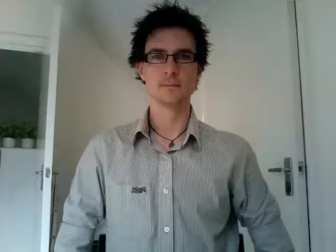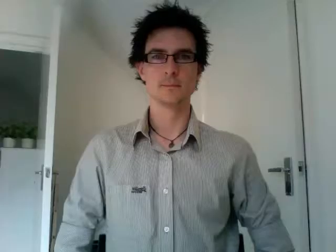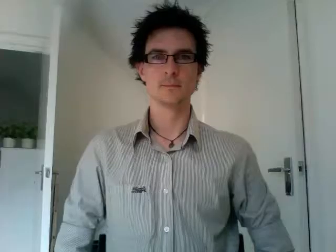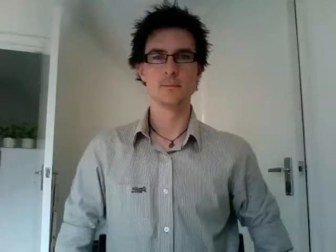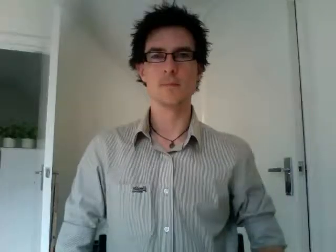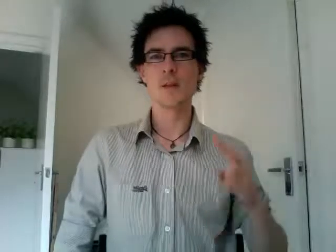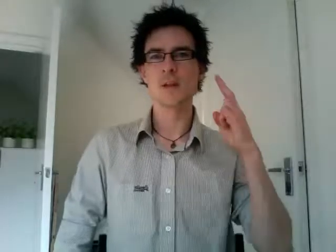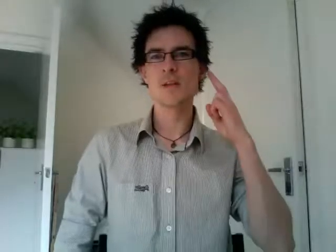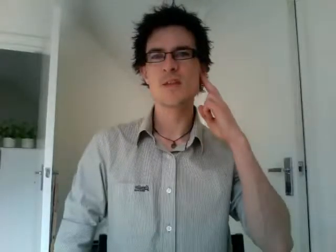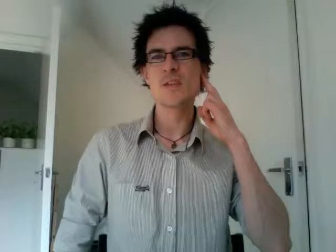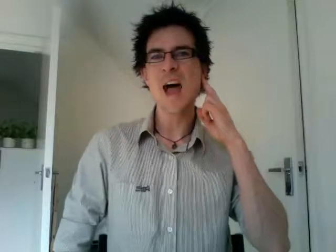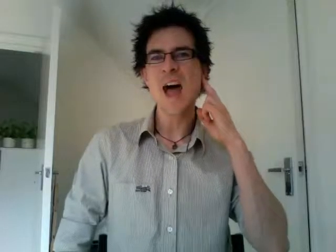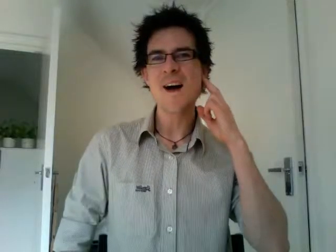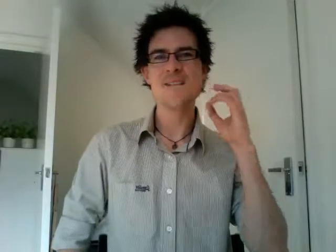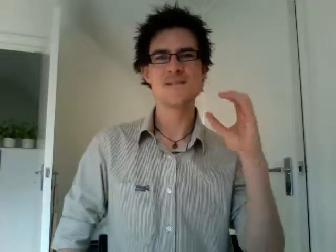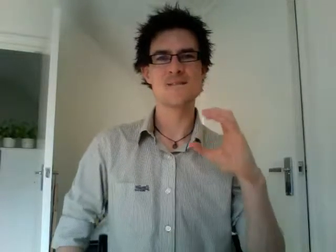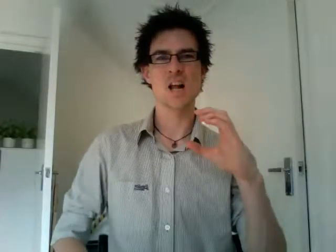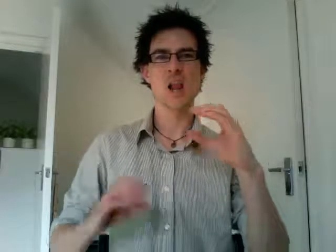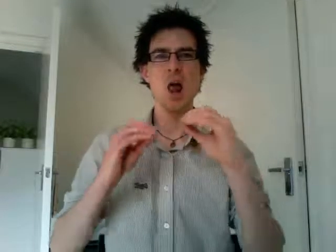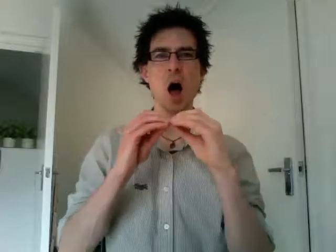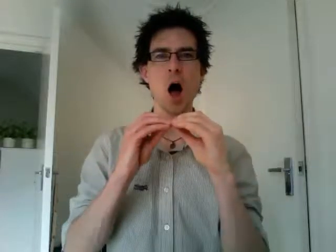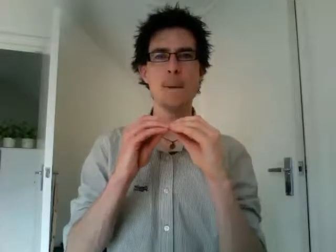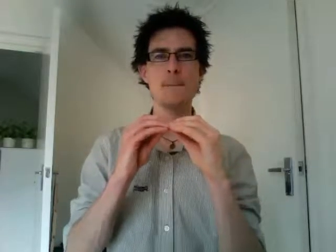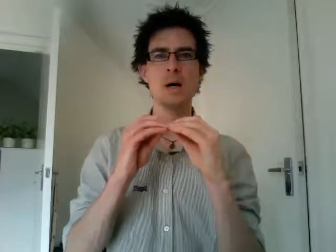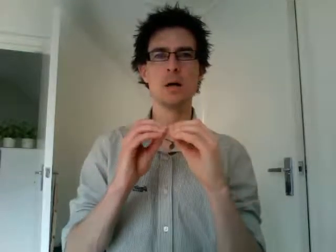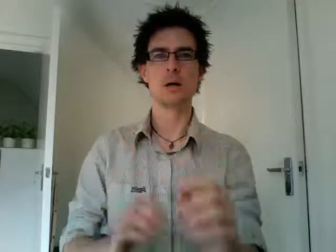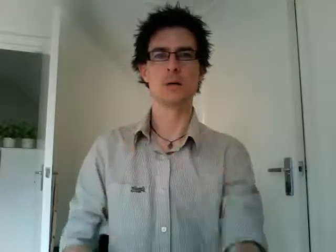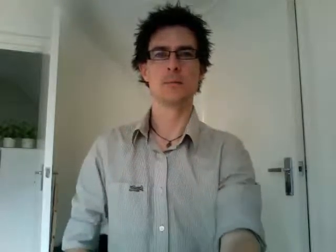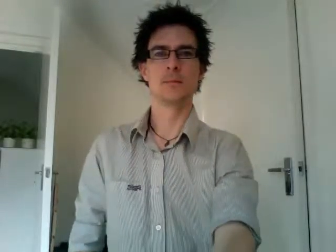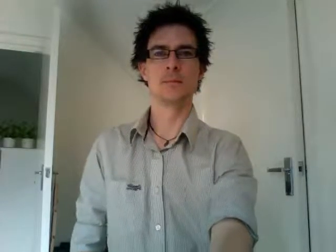deaf club